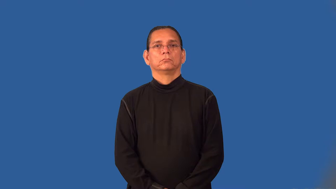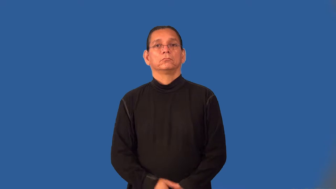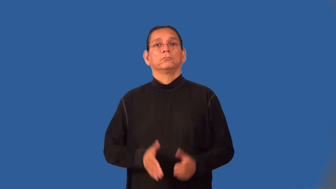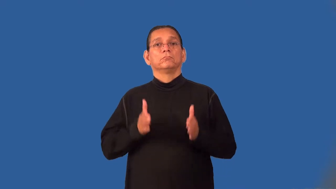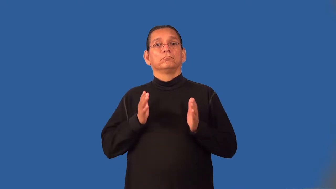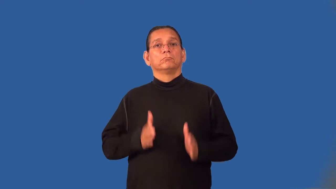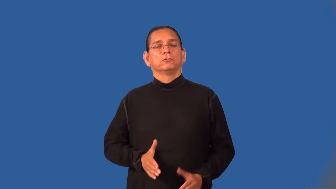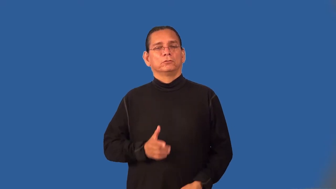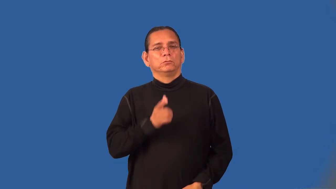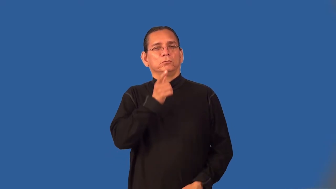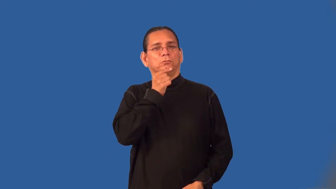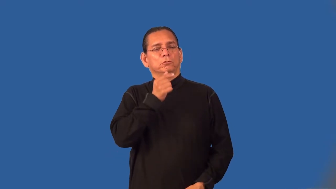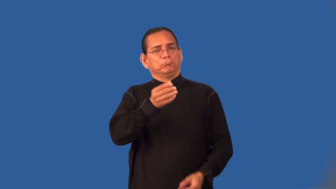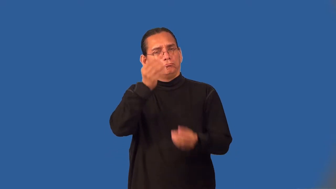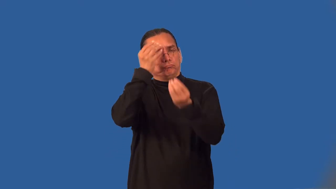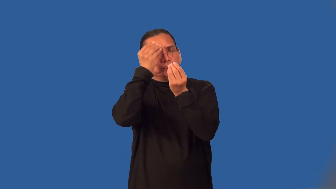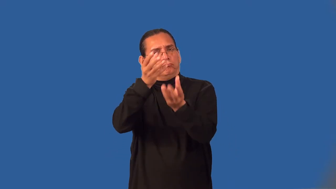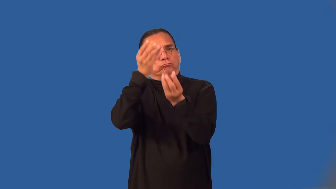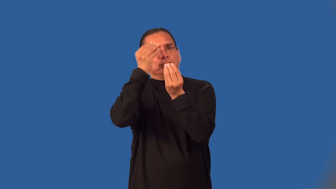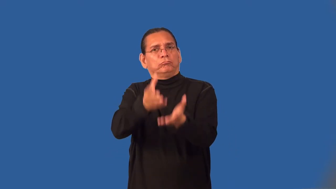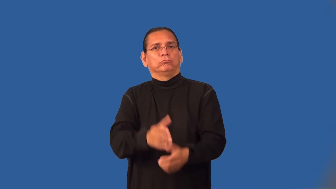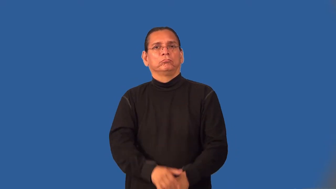informer